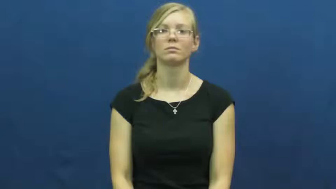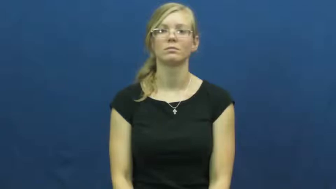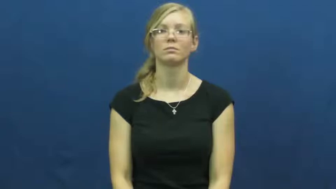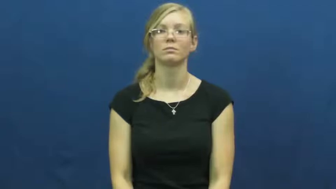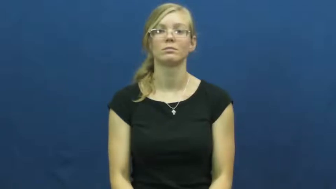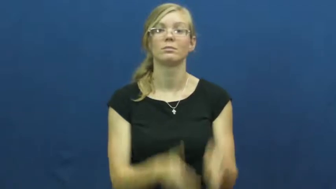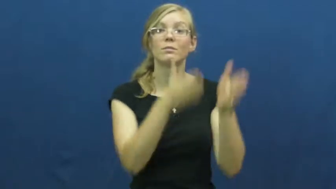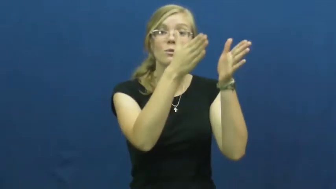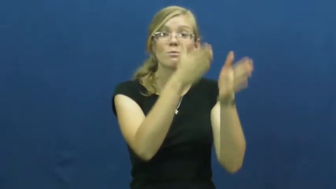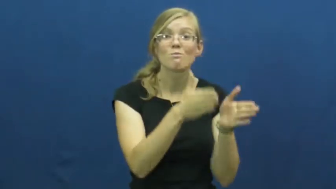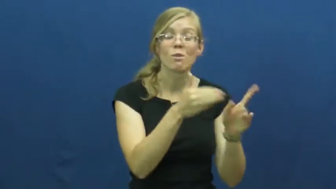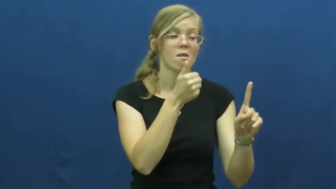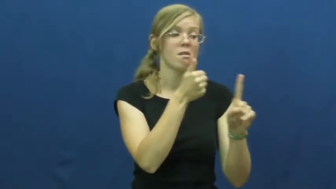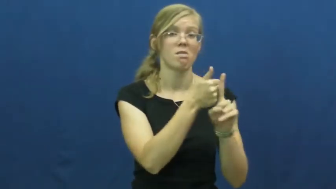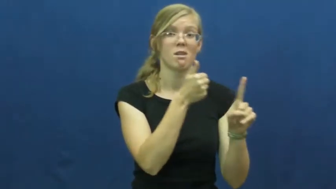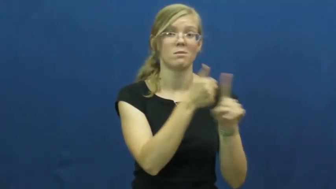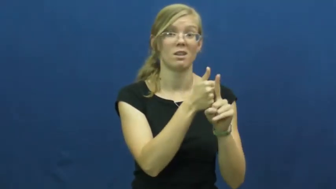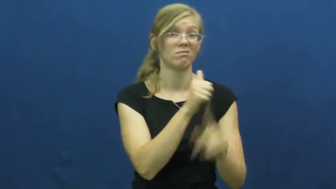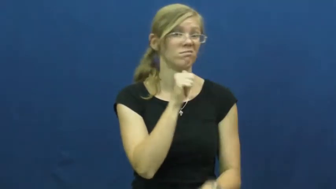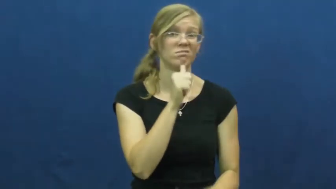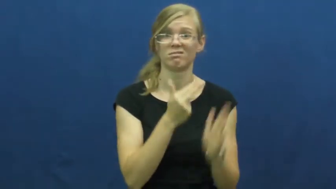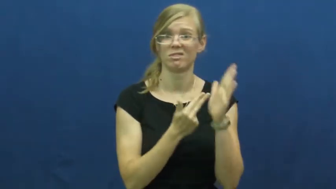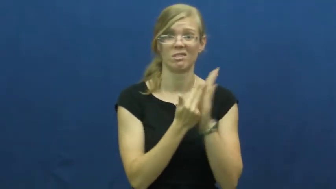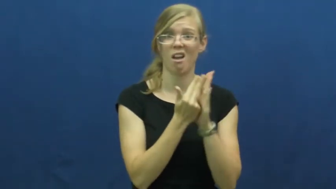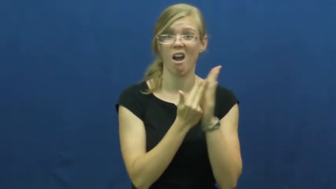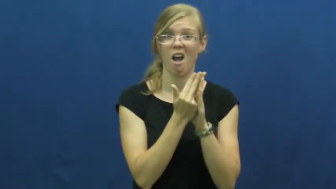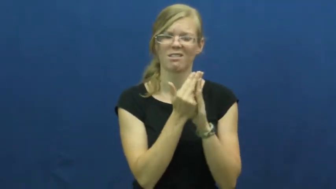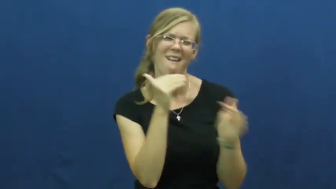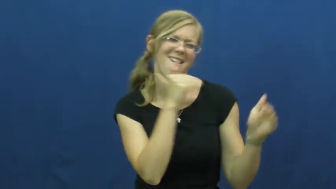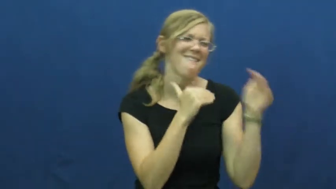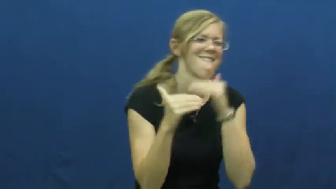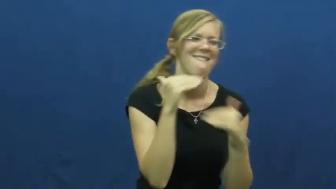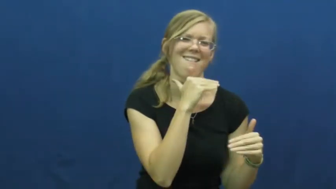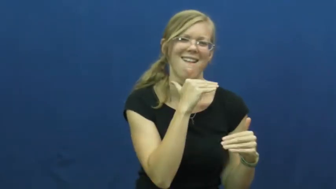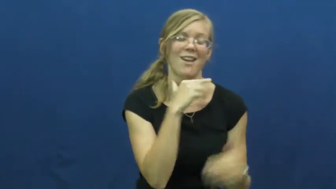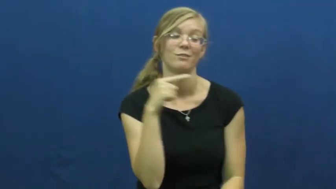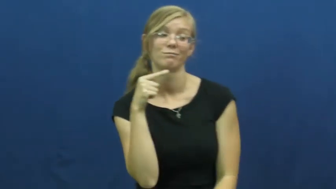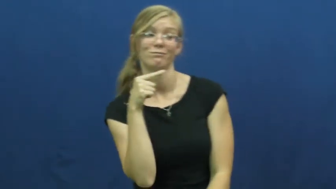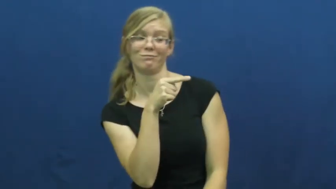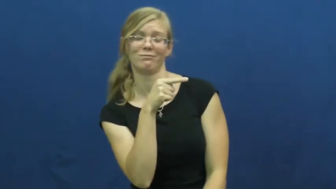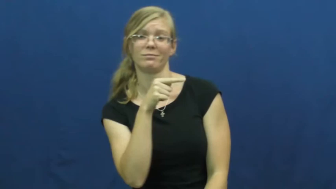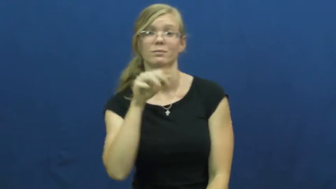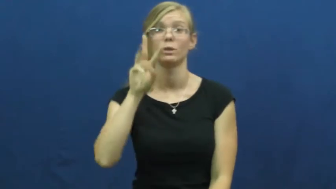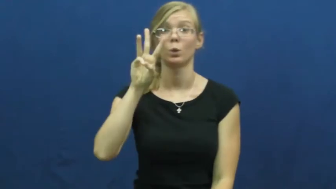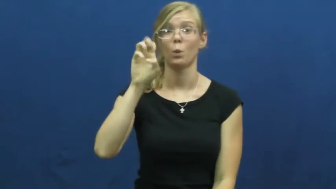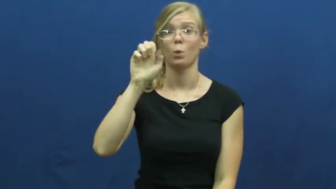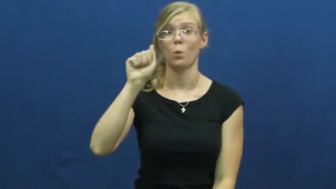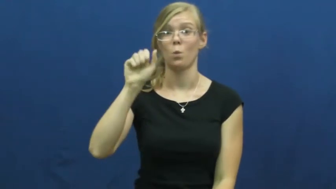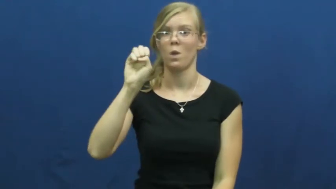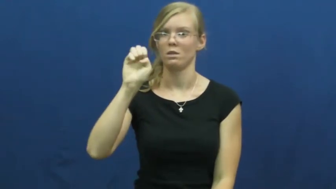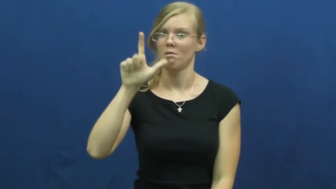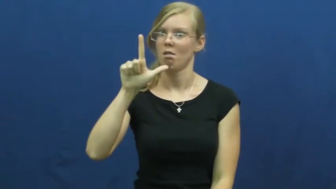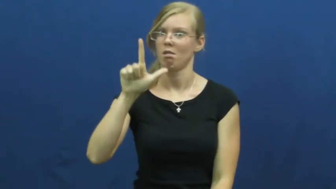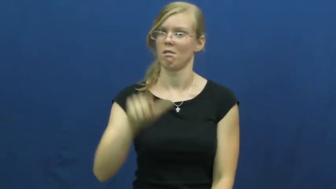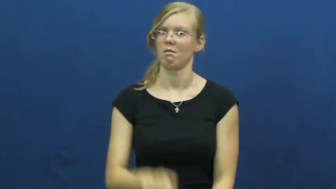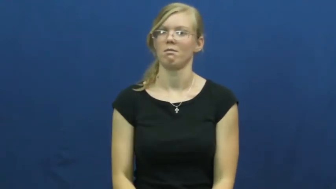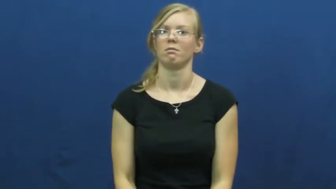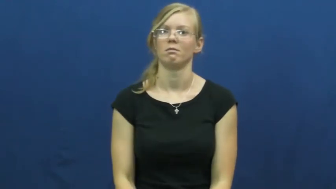weasel-person